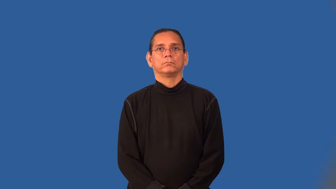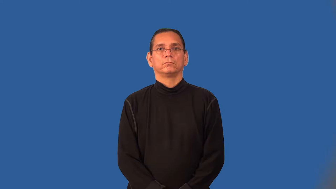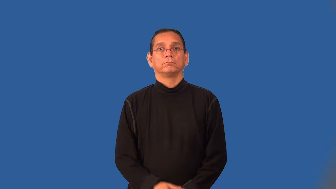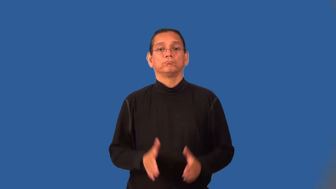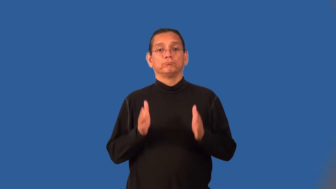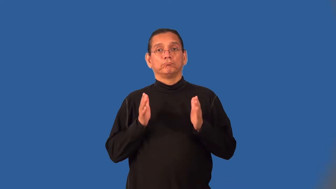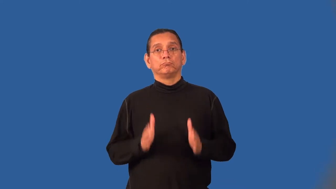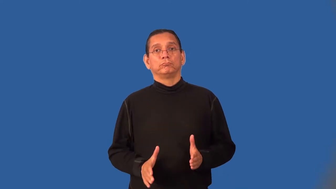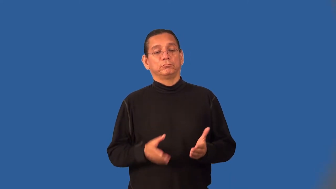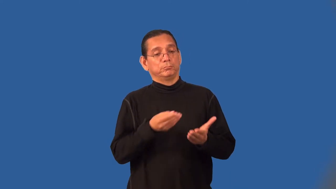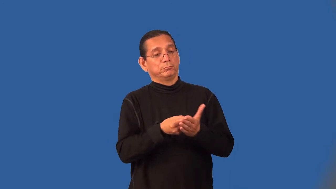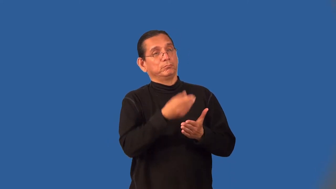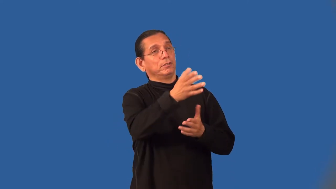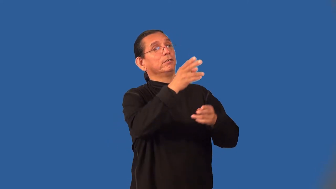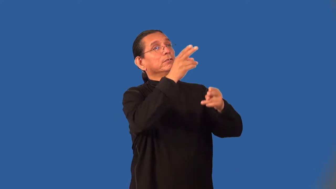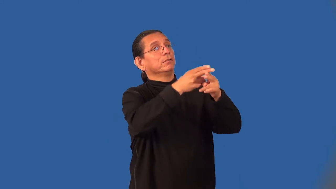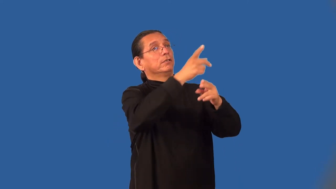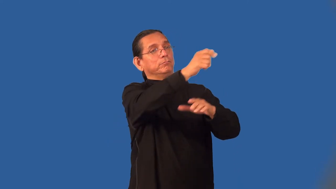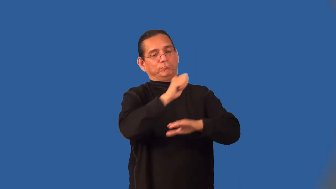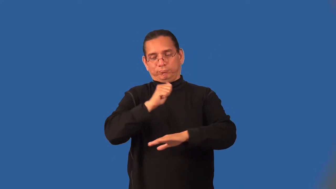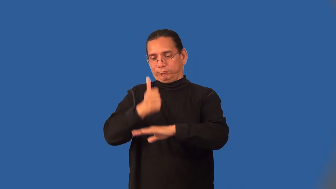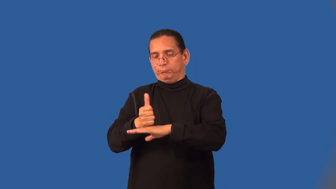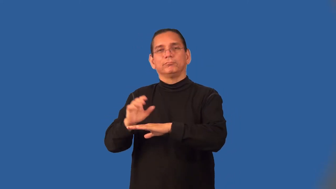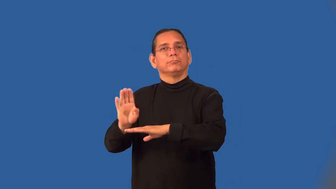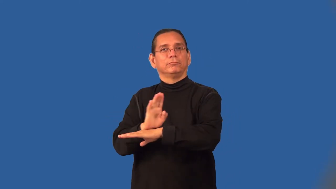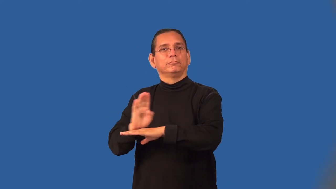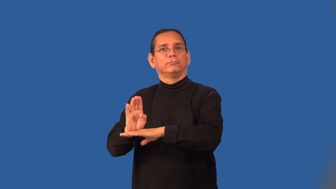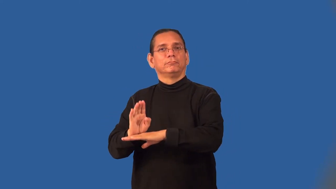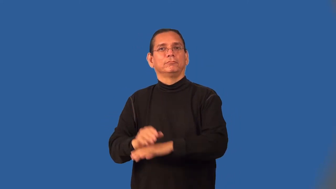franchisee